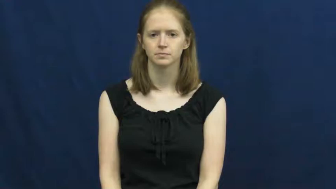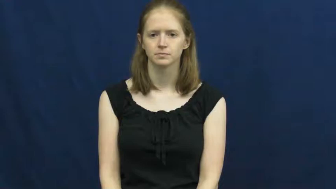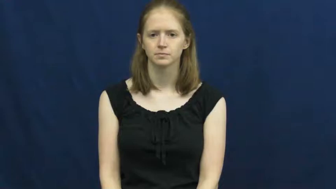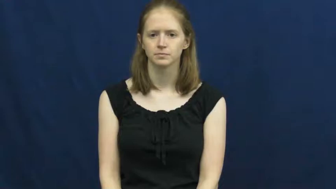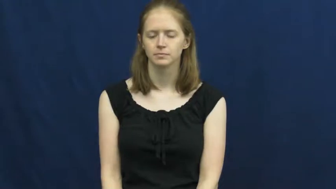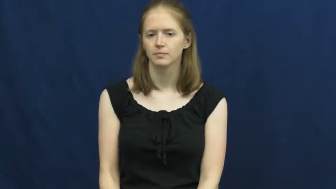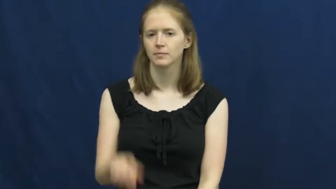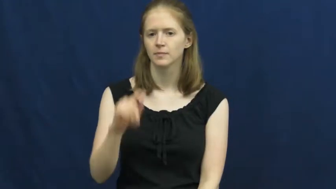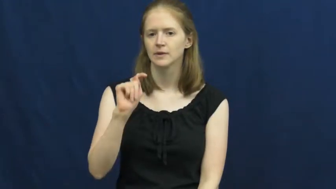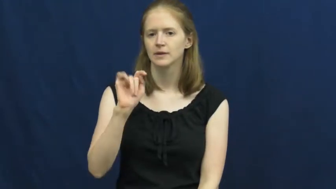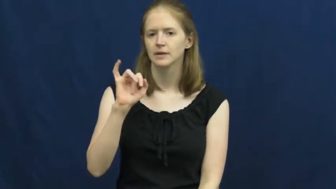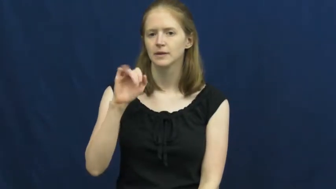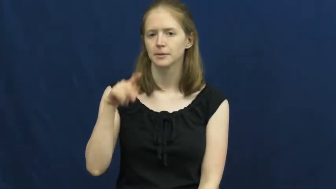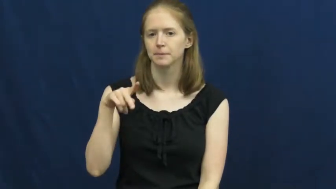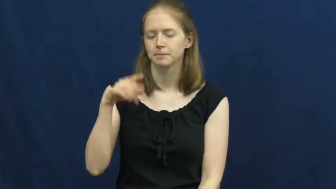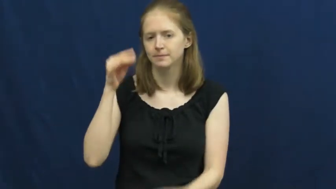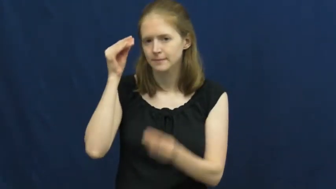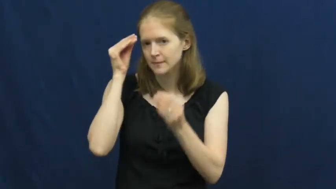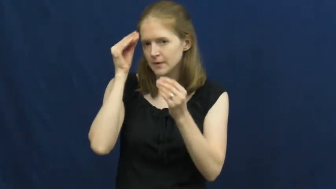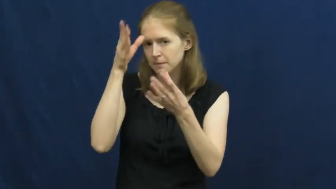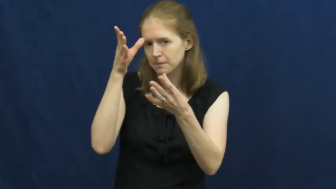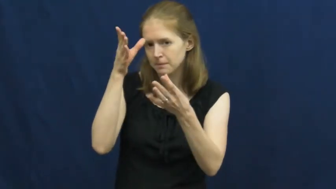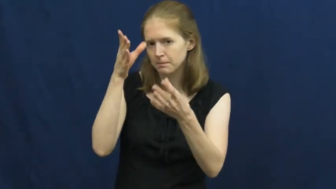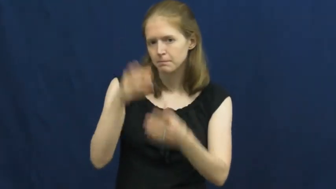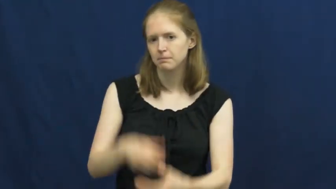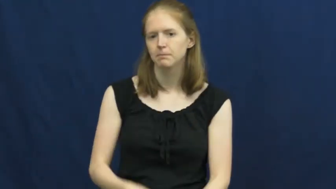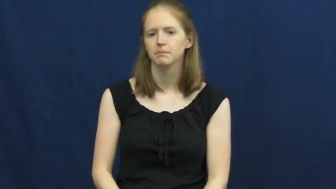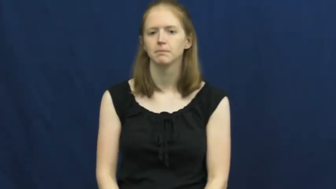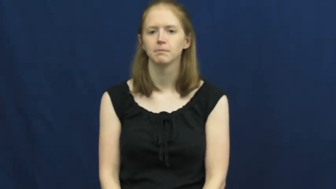tip-info